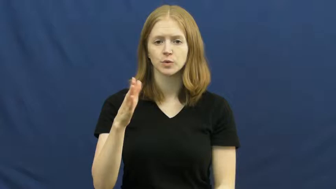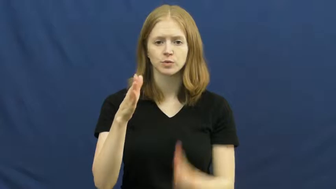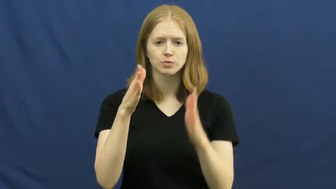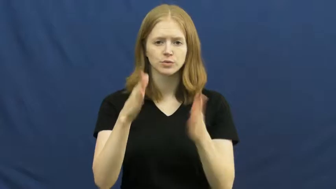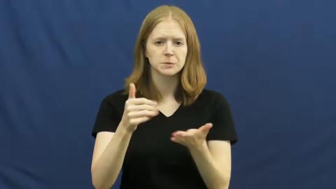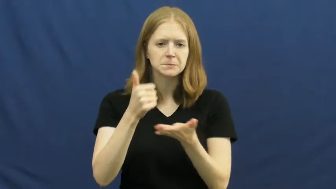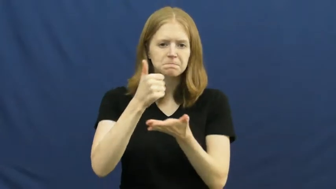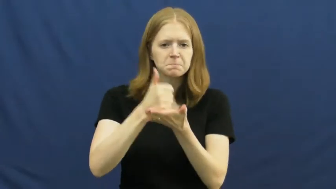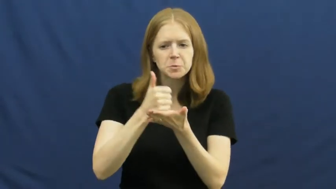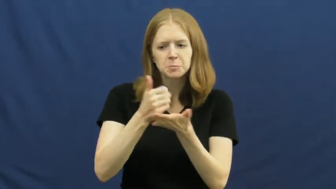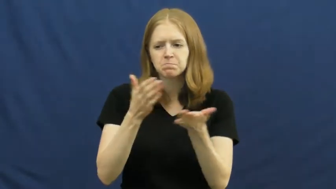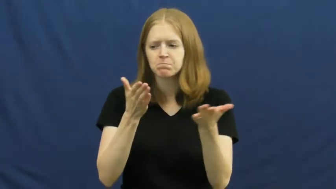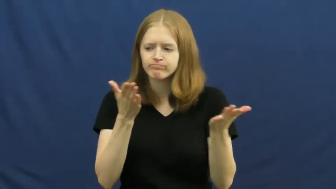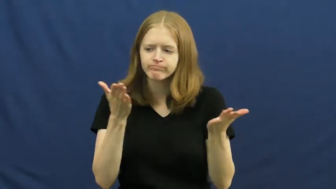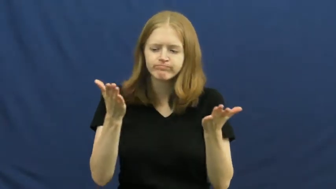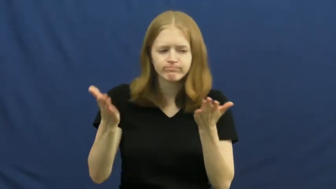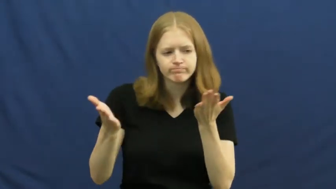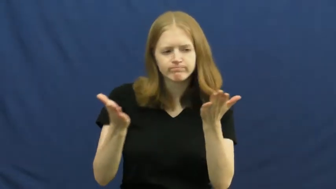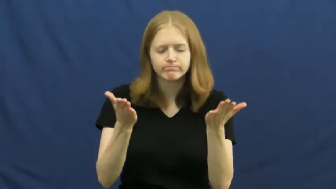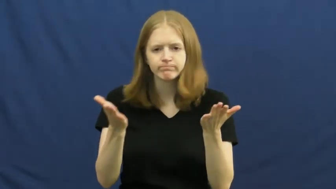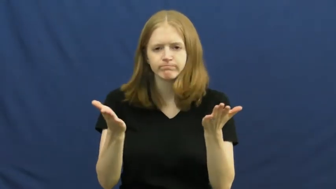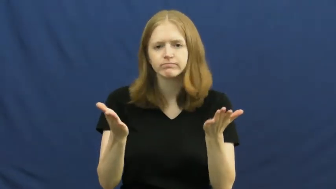moderator,arbiter,arbitrator,conciliator